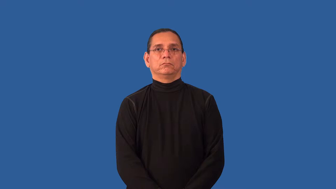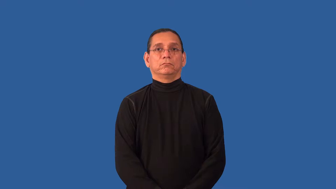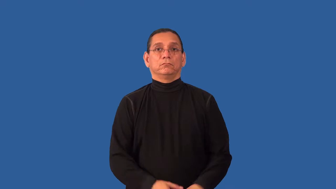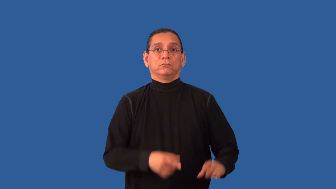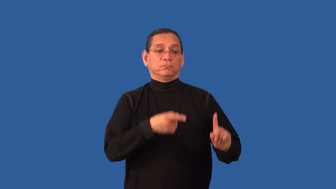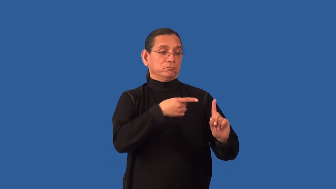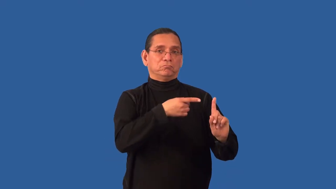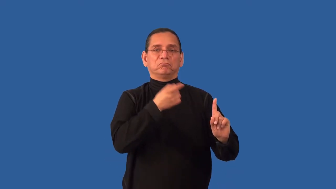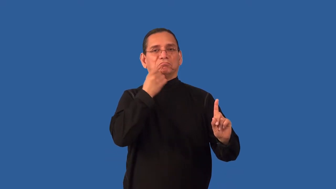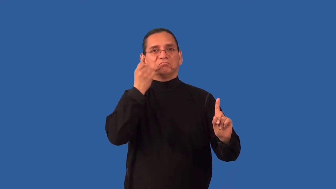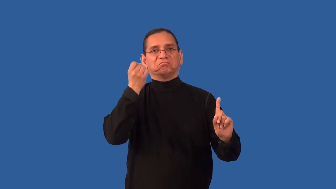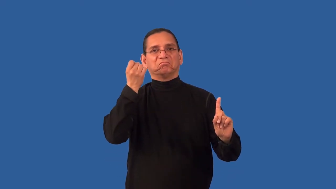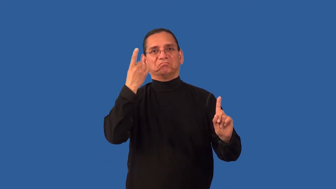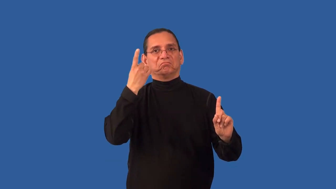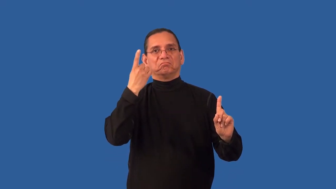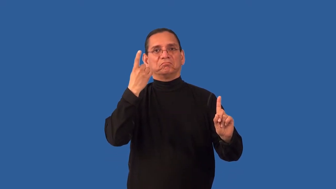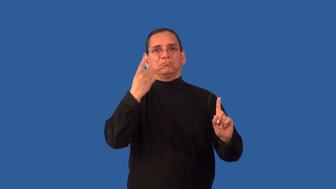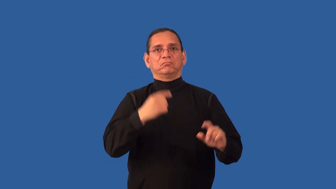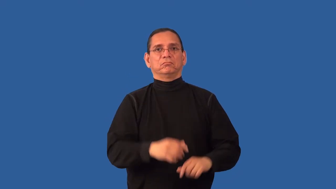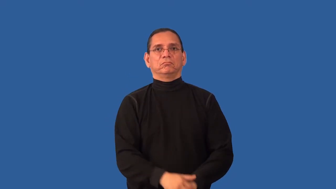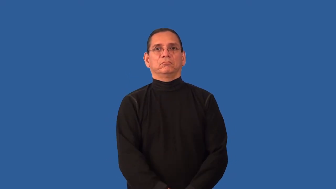impenetrable-can't understand